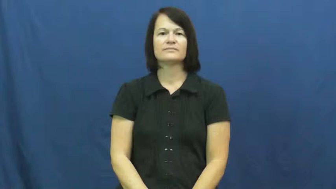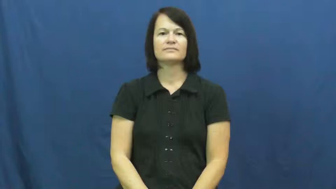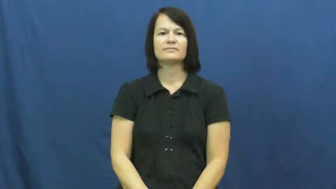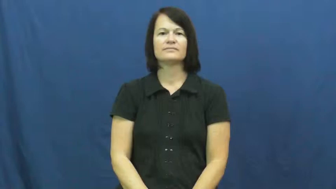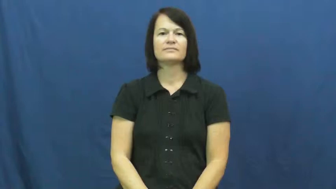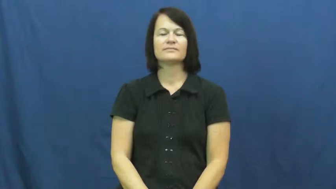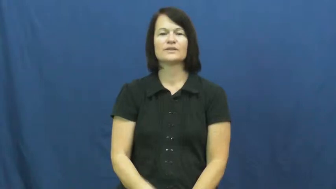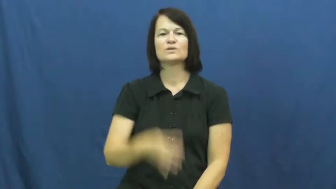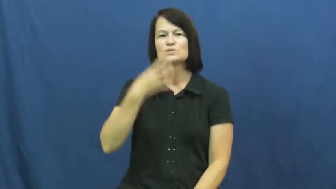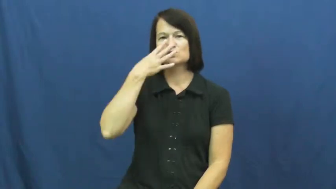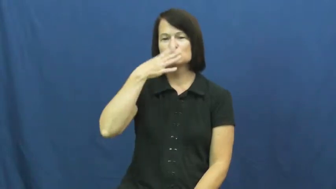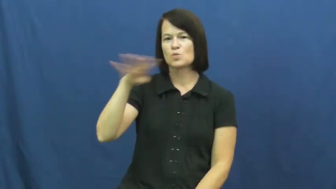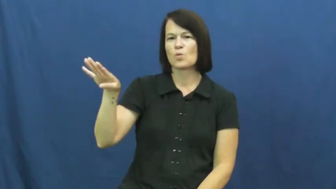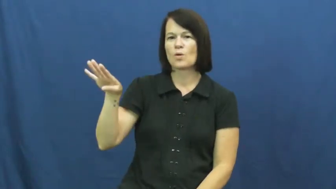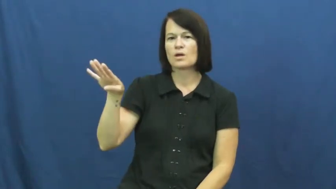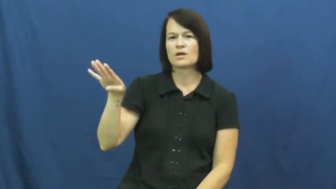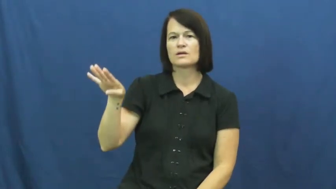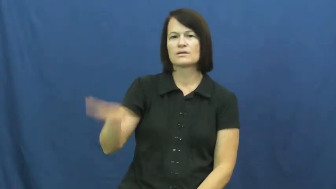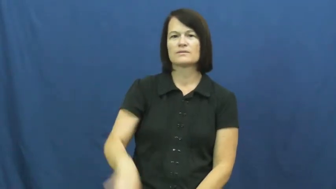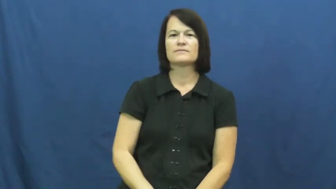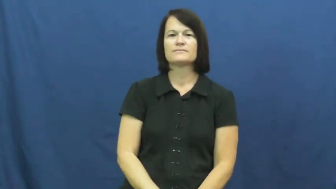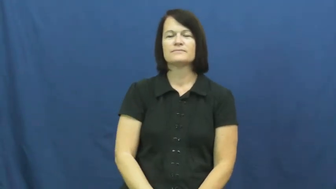pass over-ignore